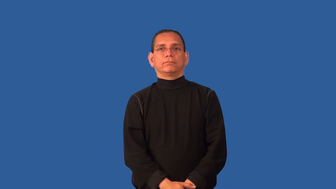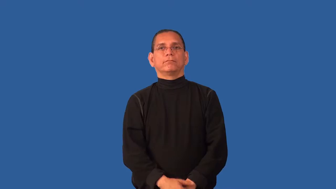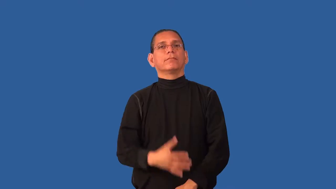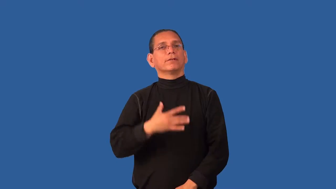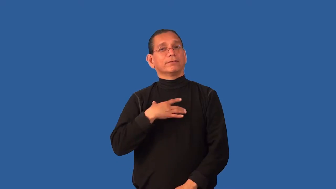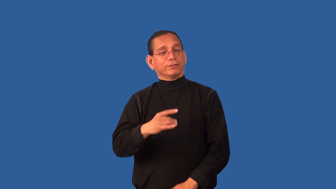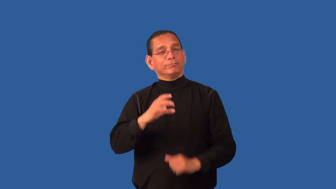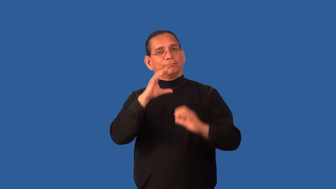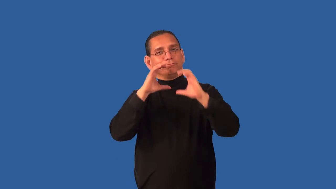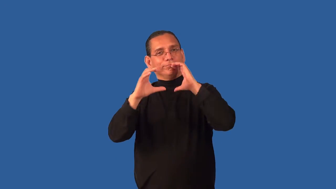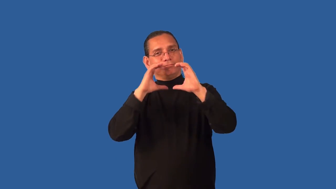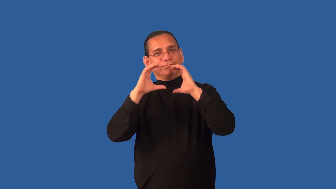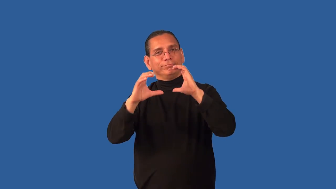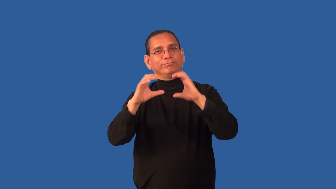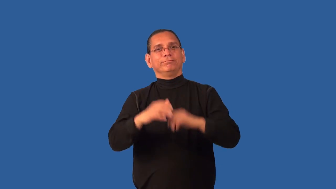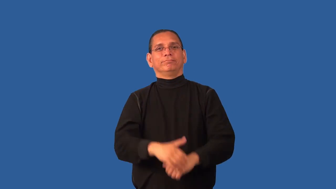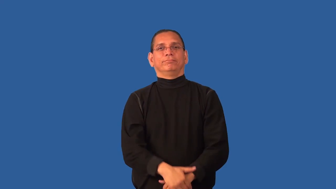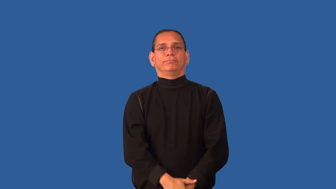communicative